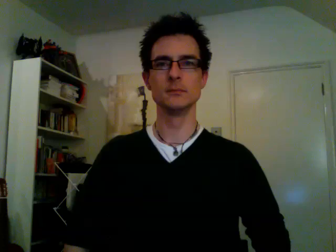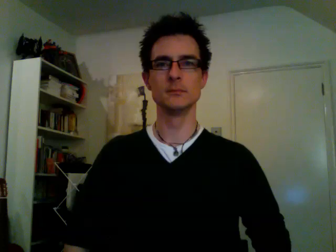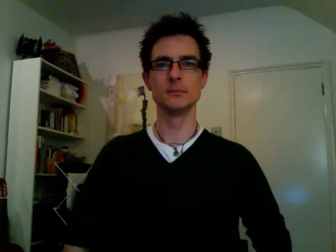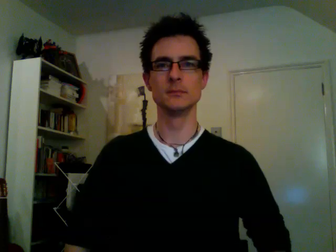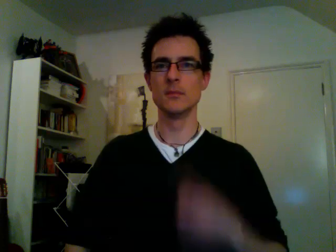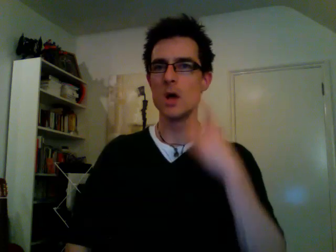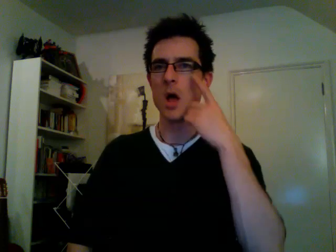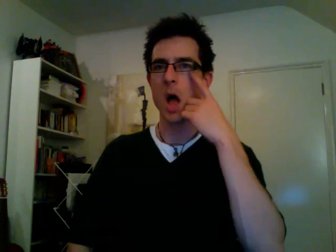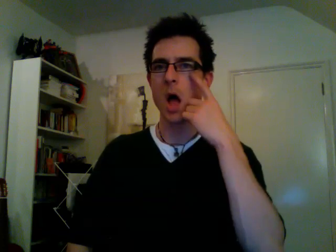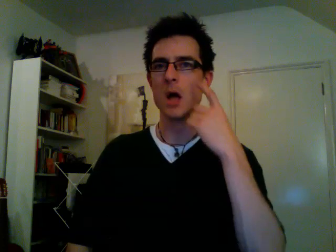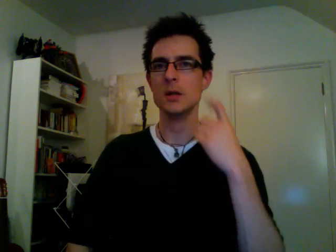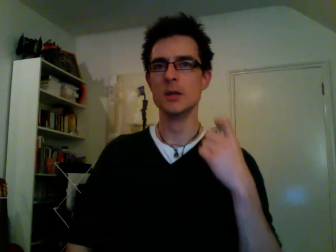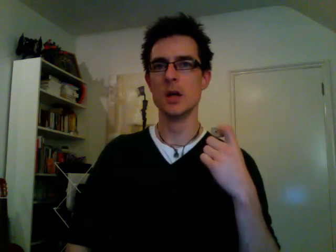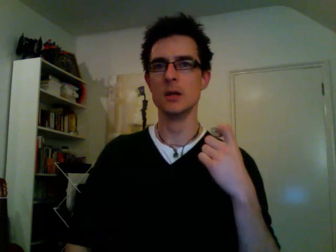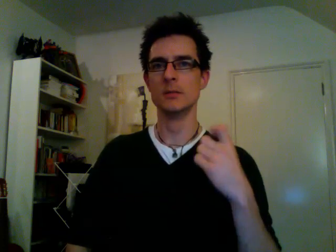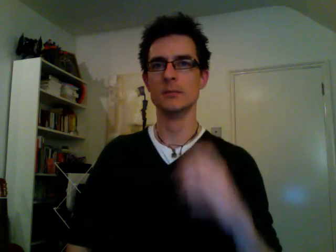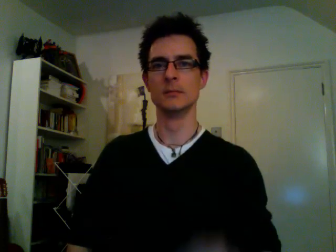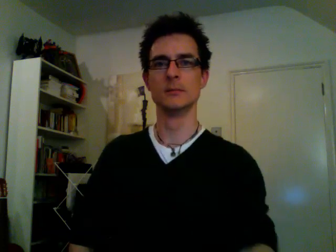onion